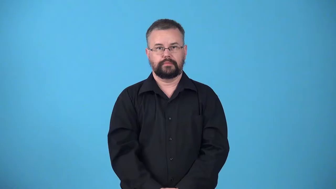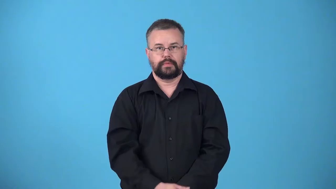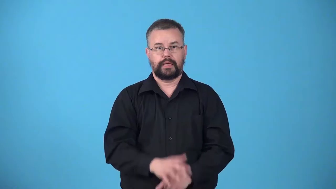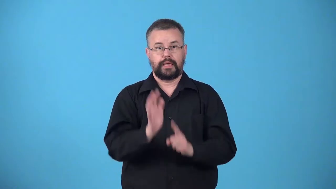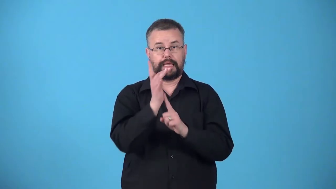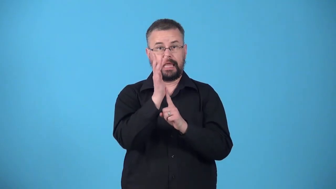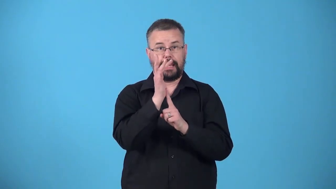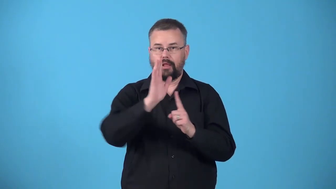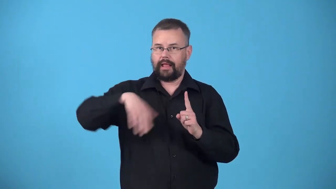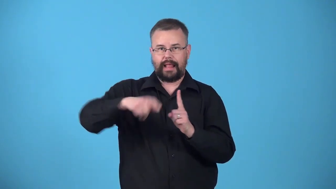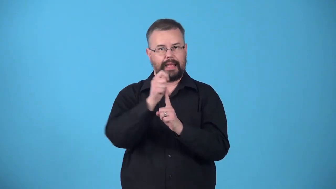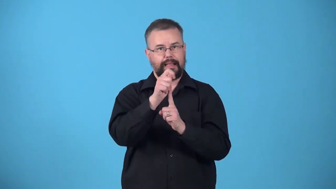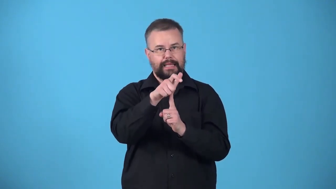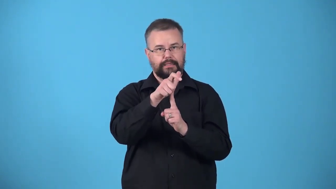unlighted